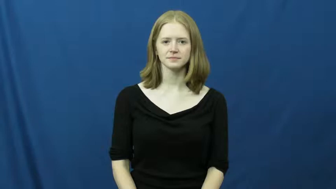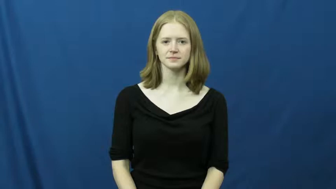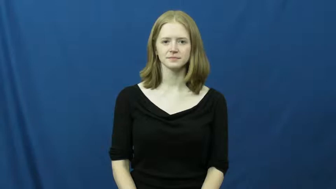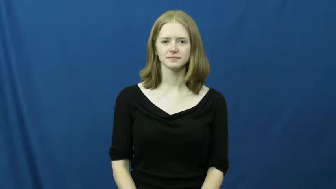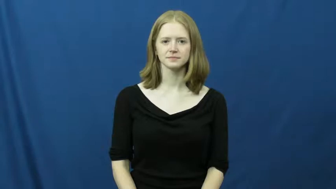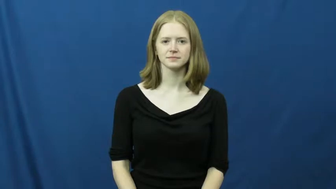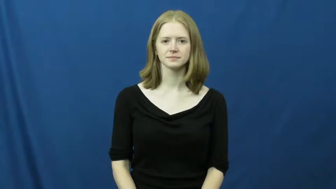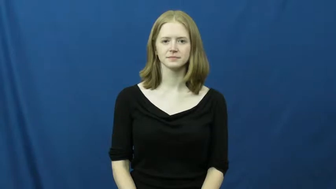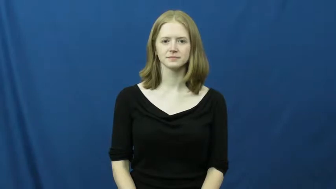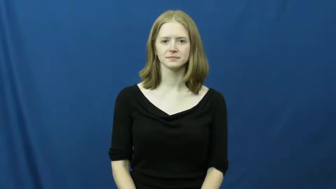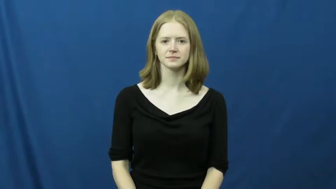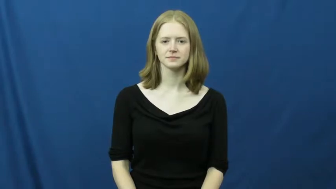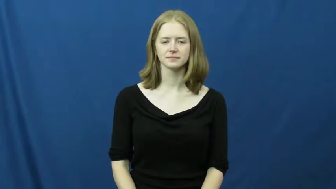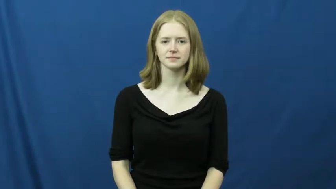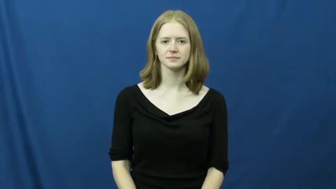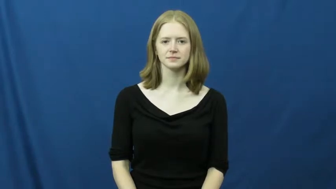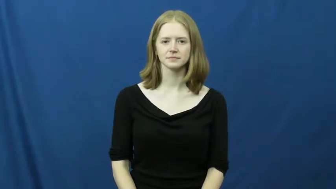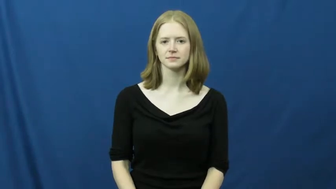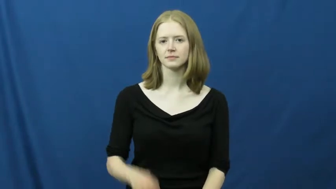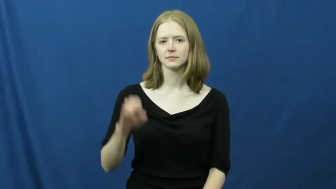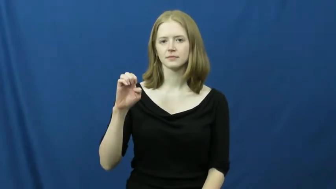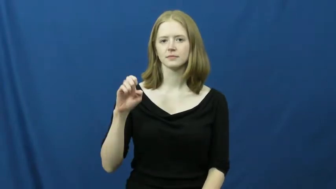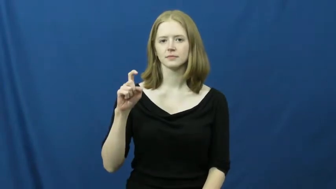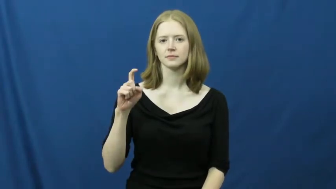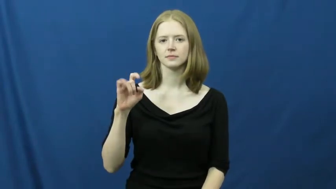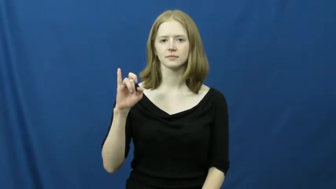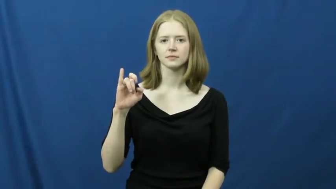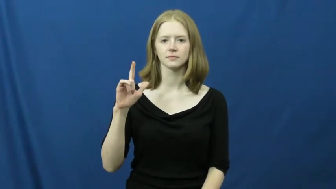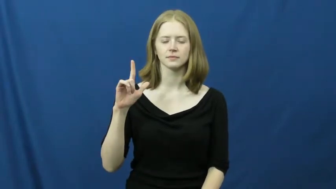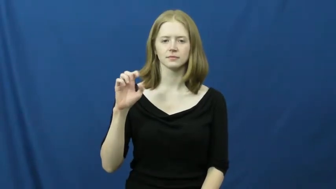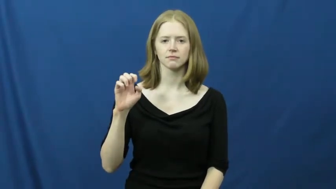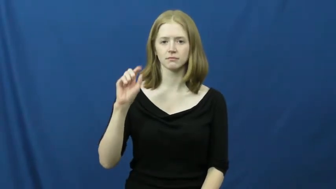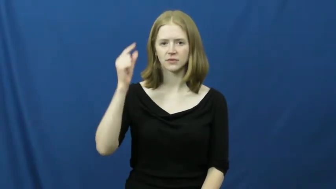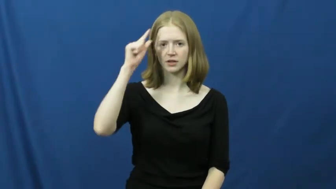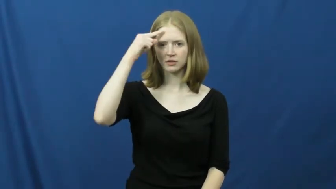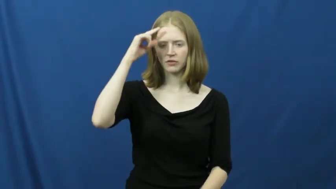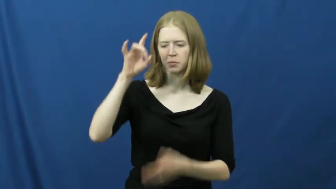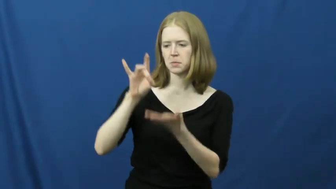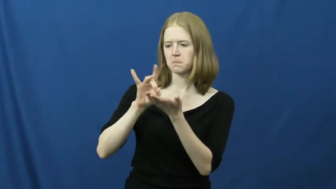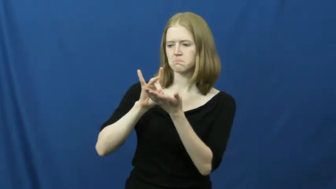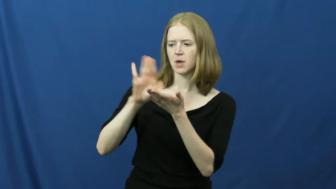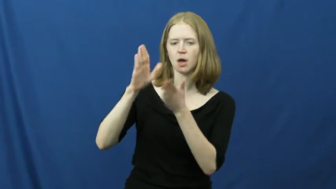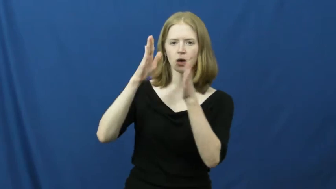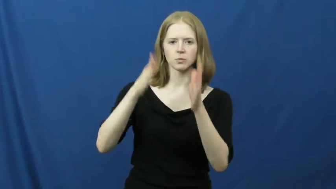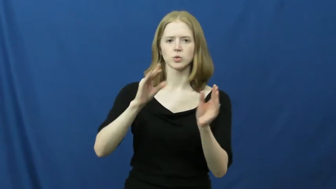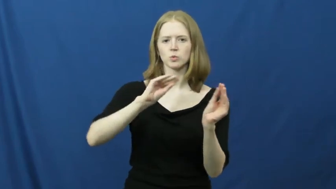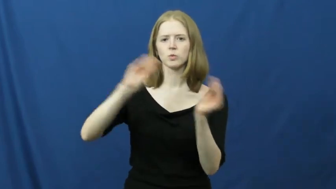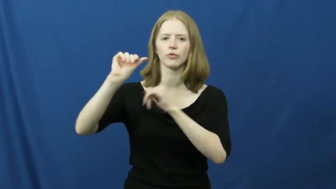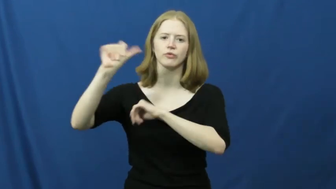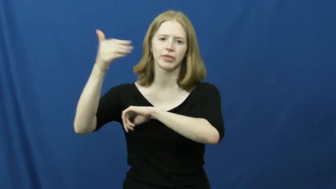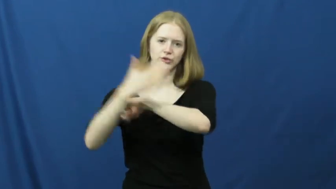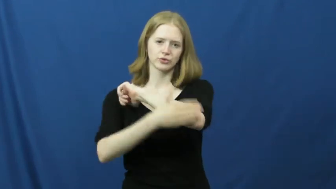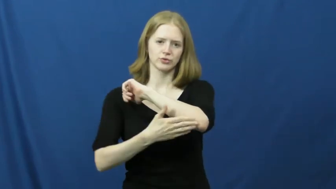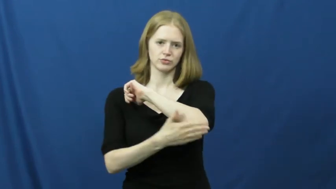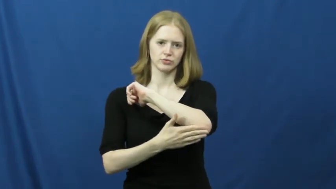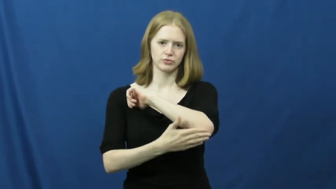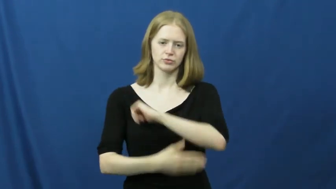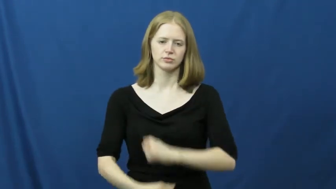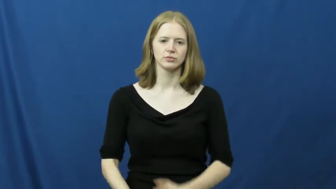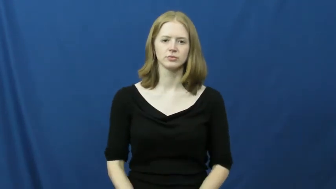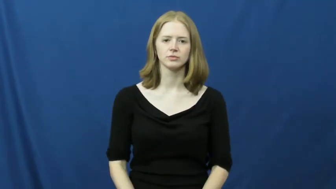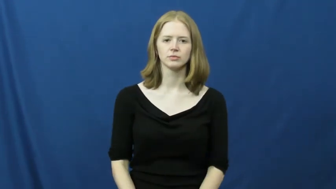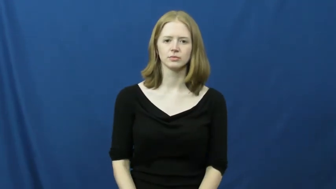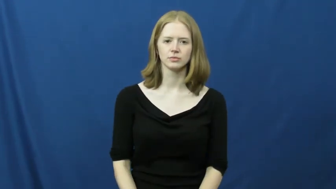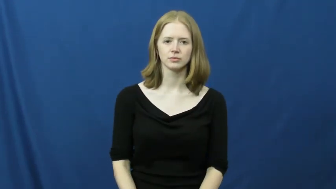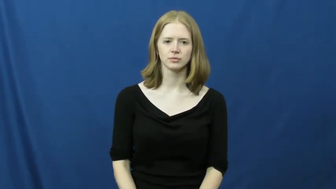exile